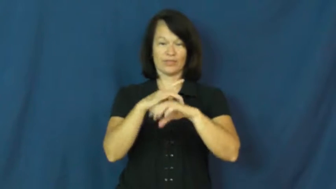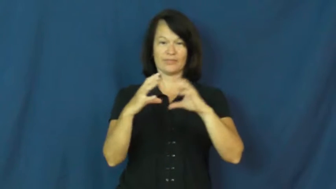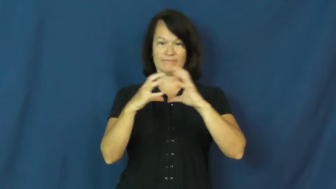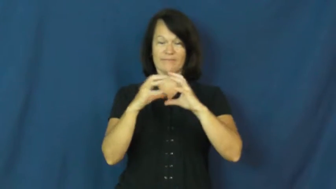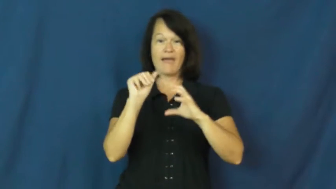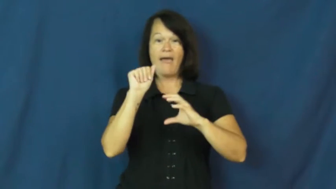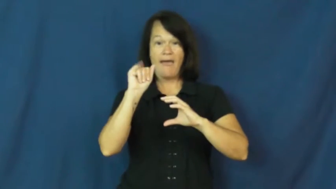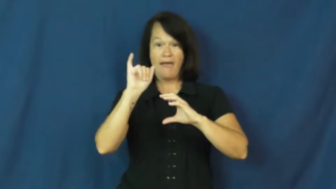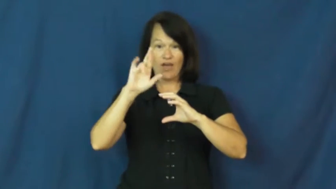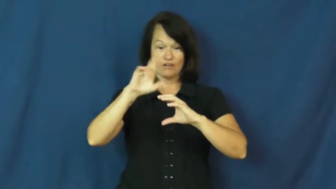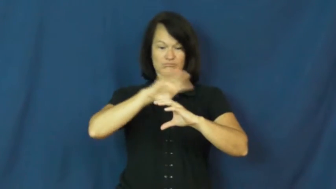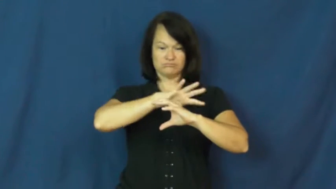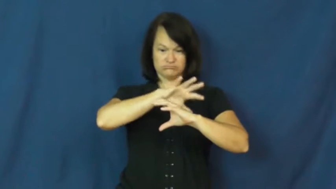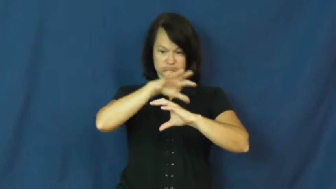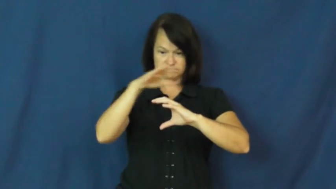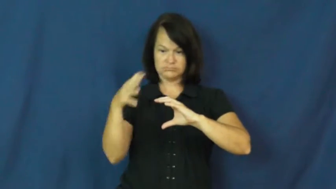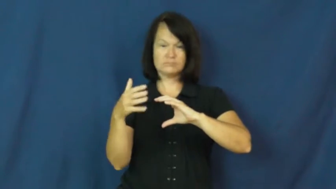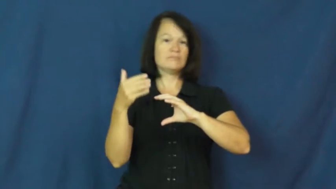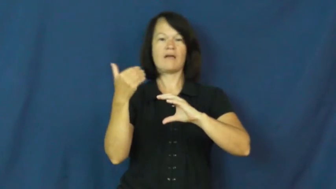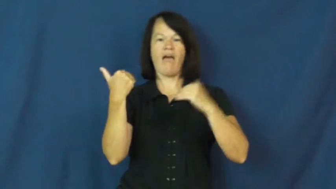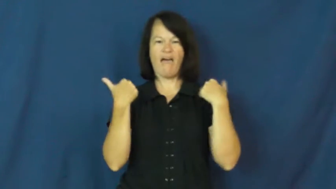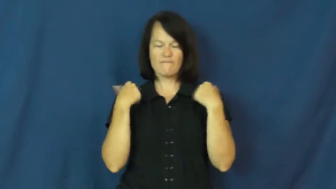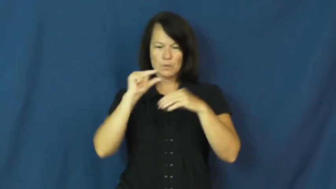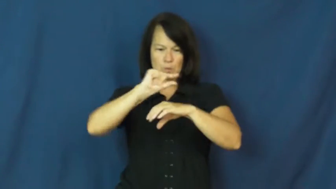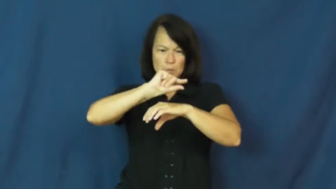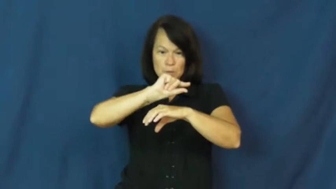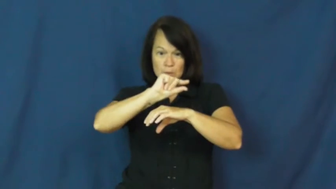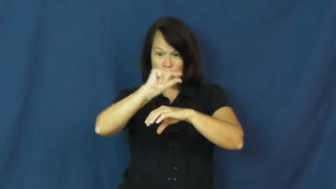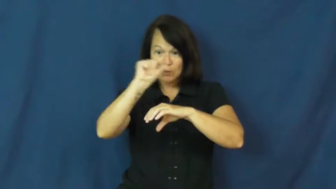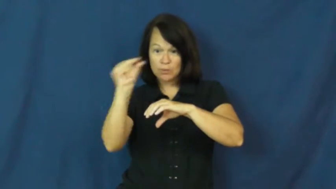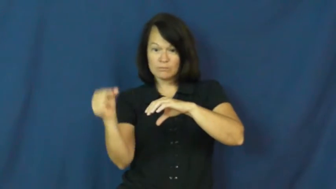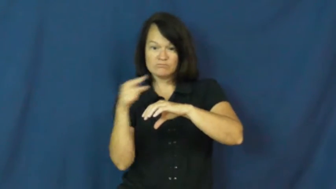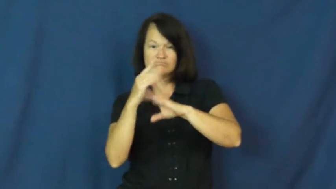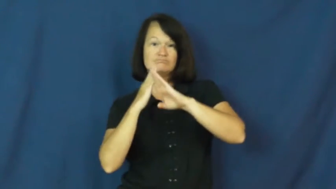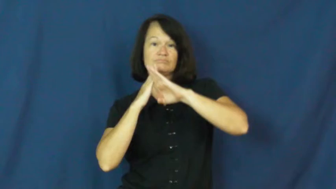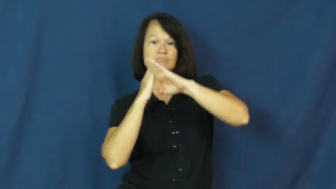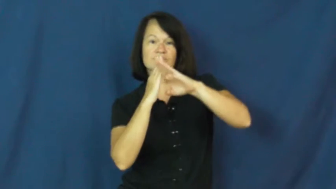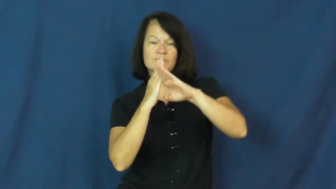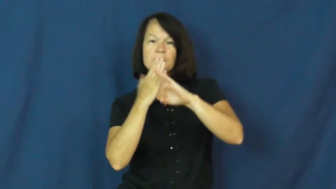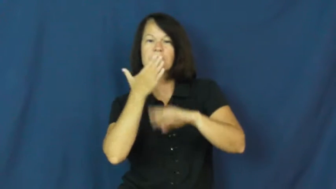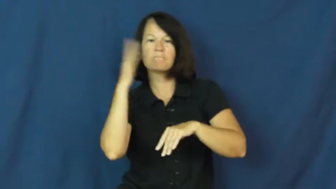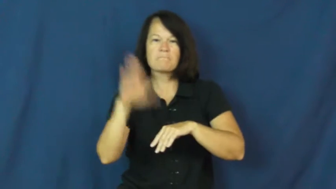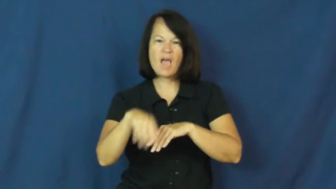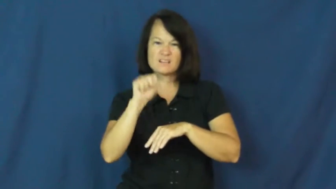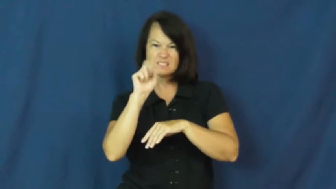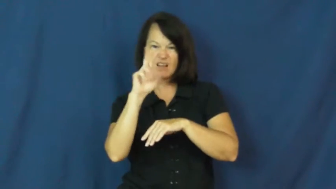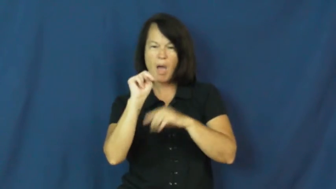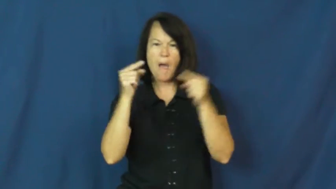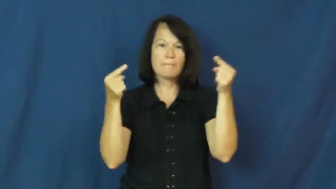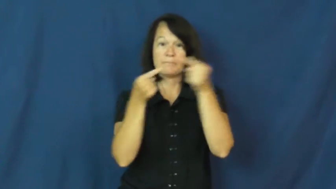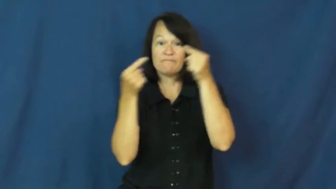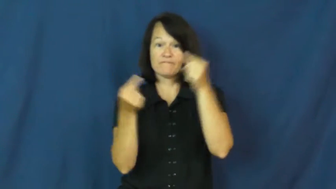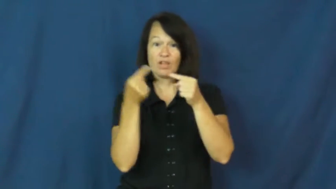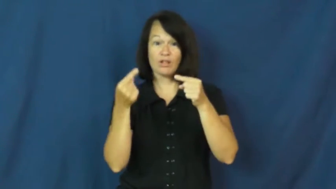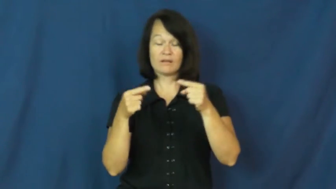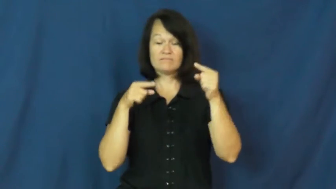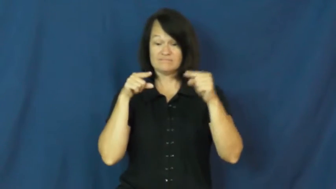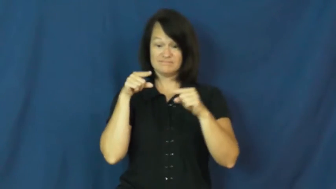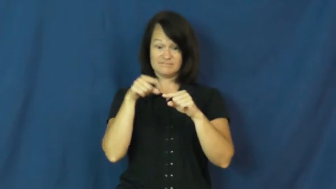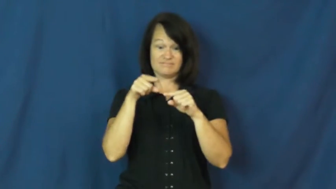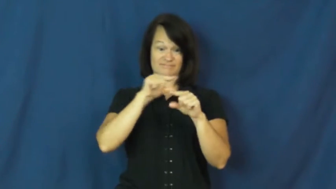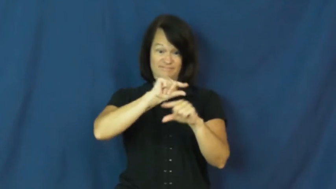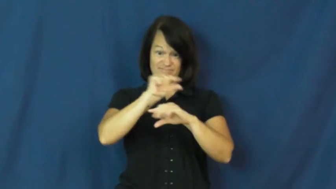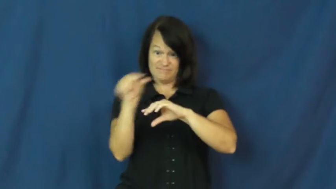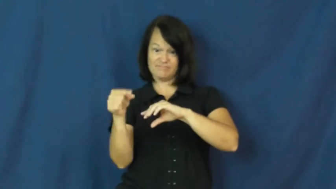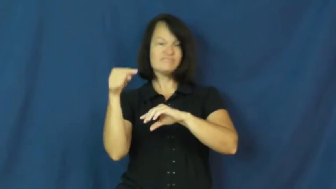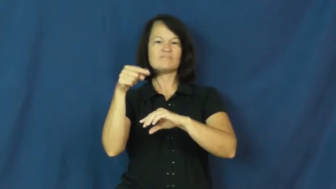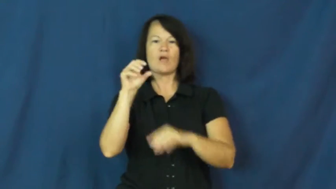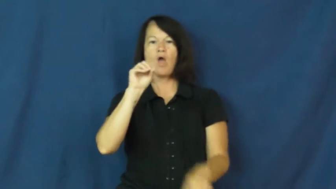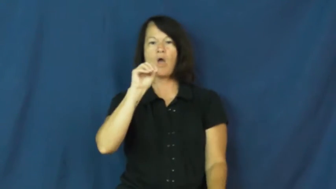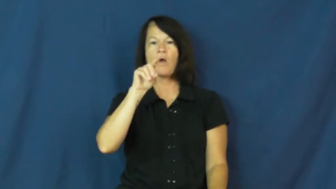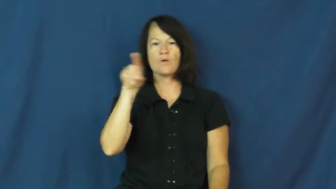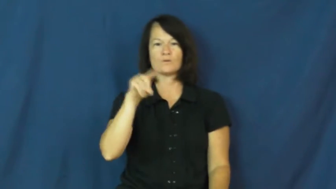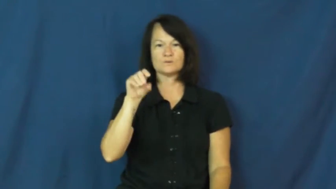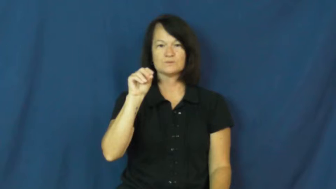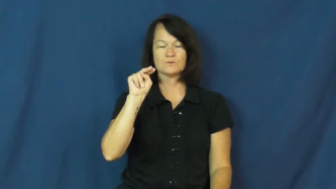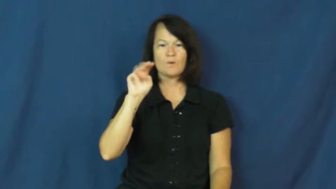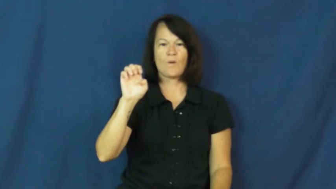ozone